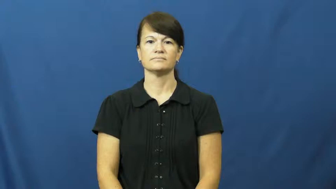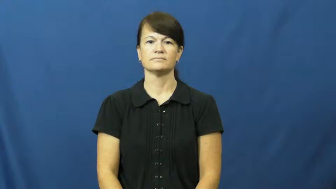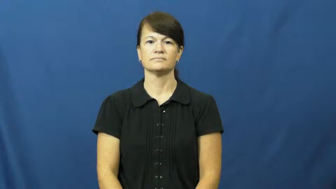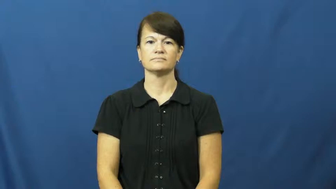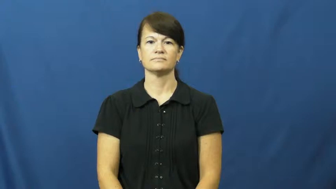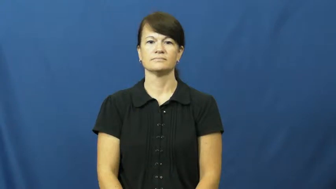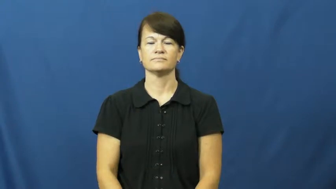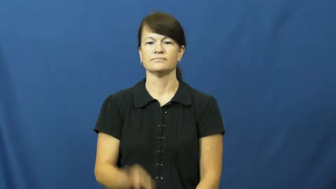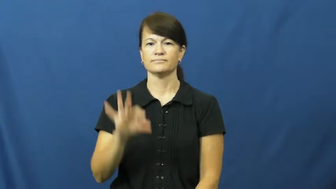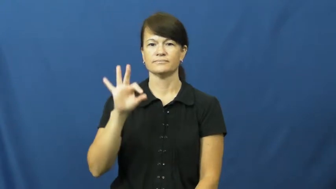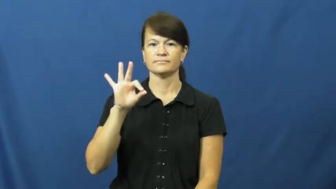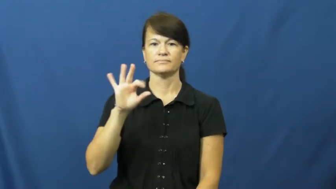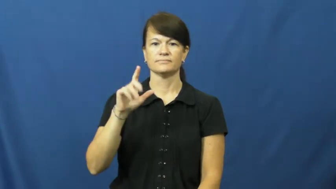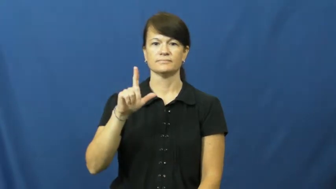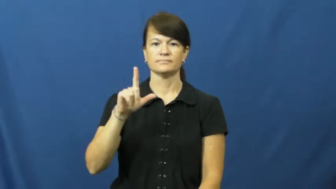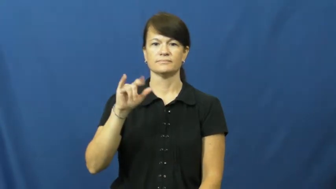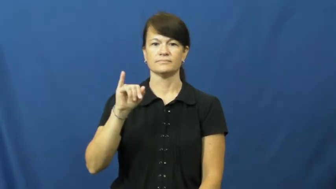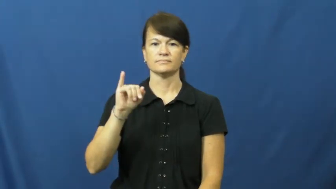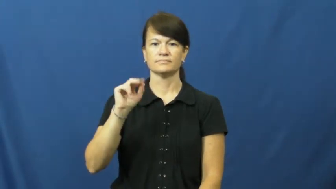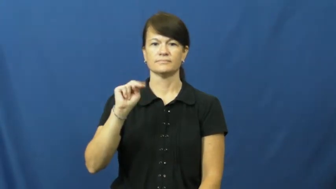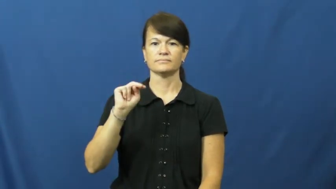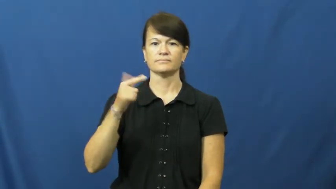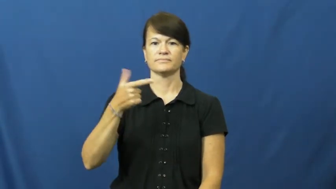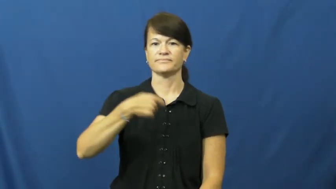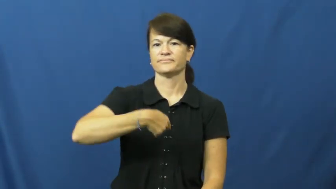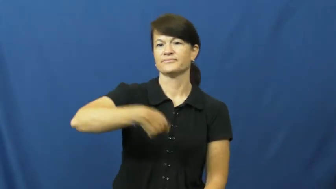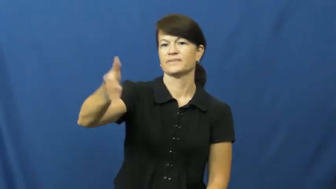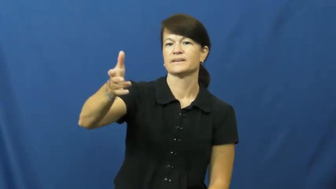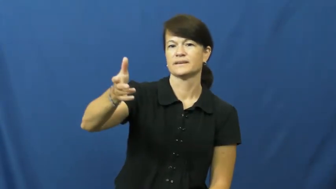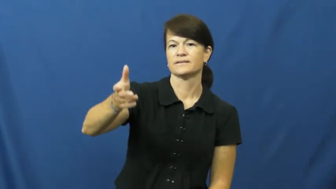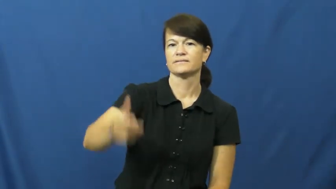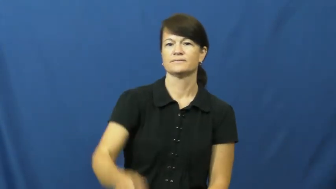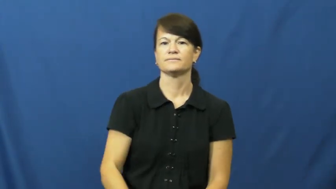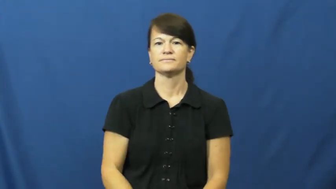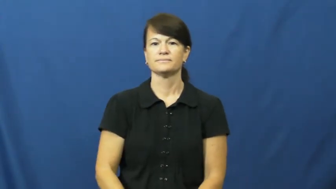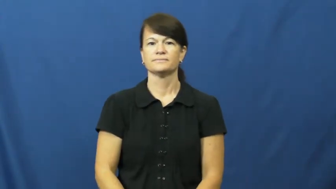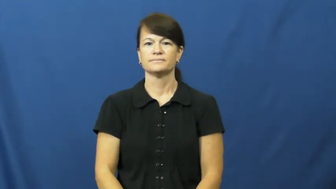fling,fling at,flip